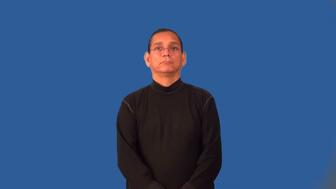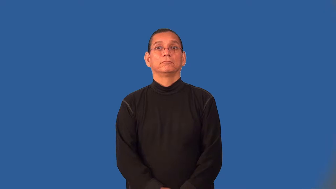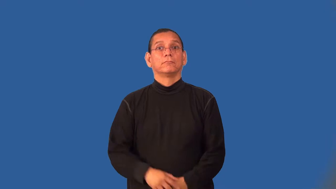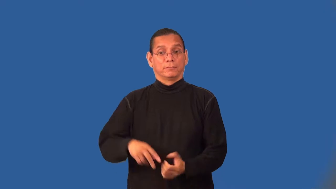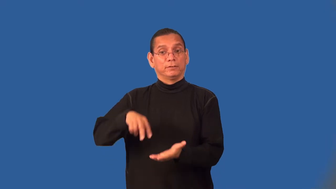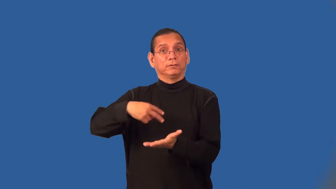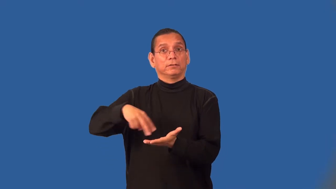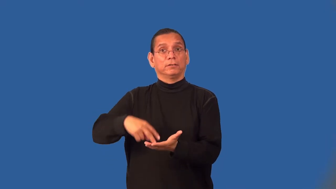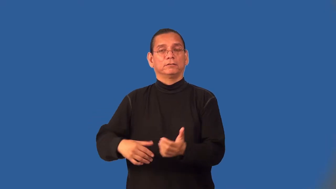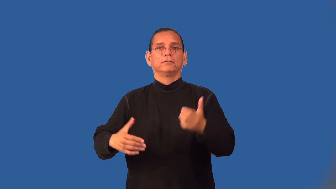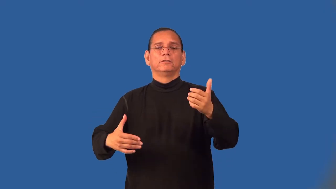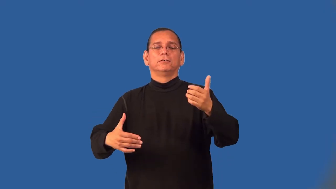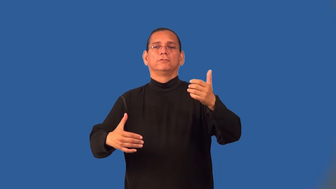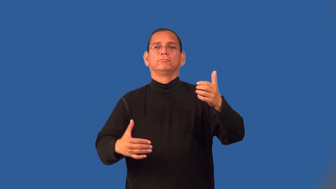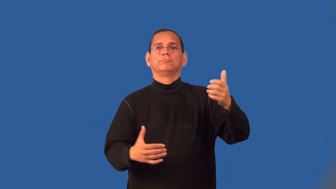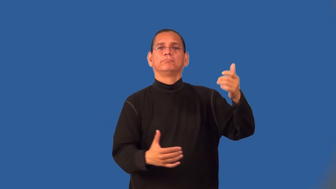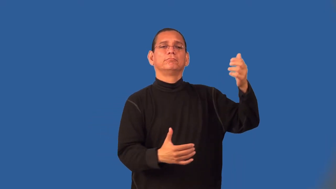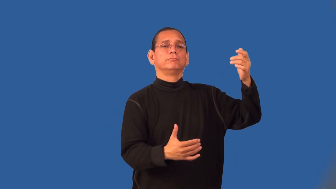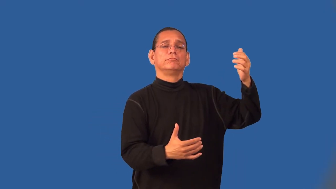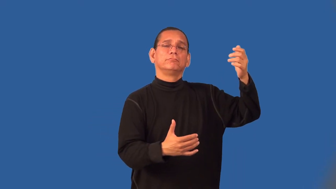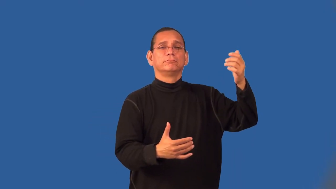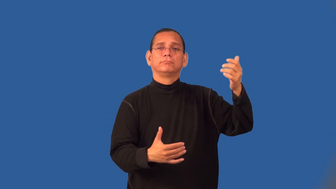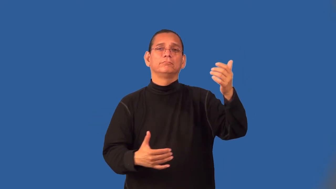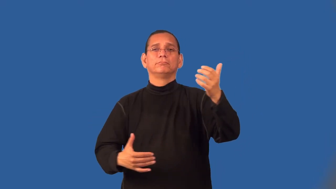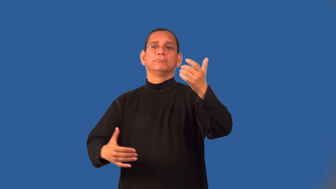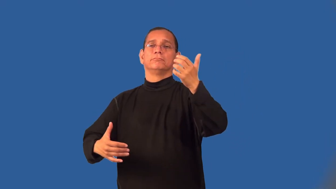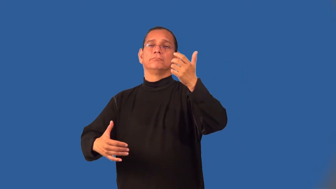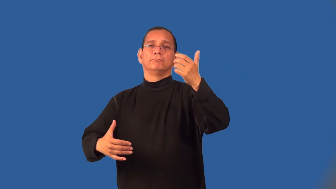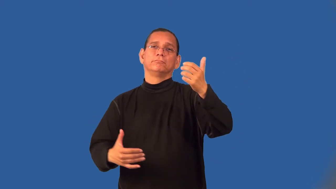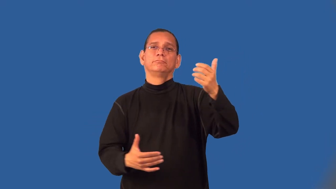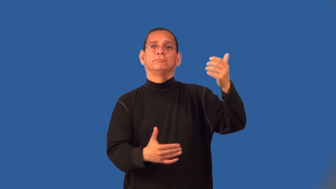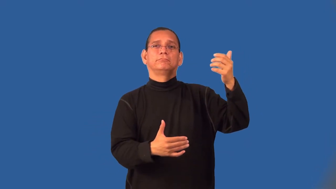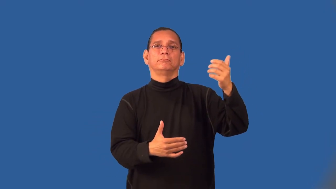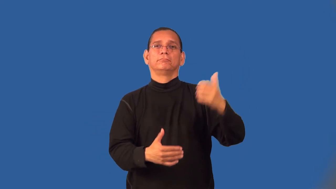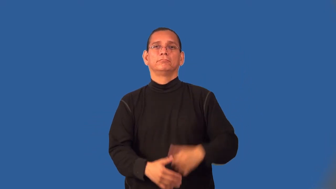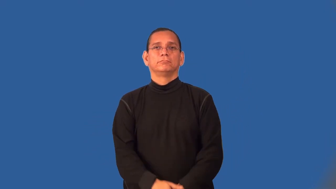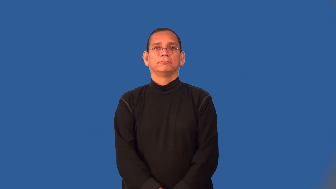waltz-dance